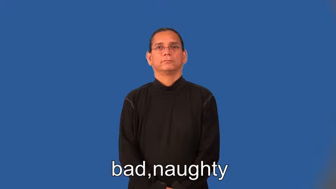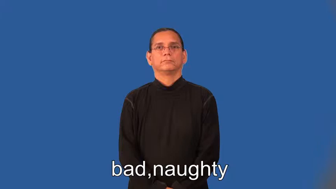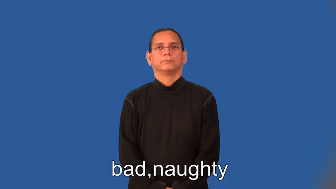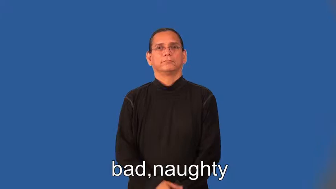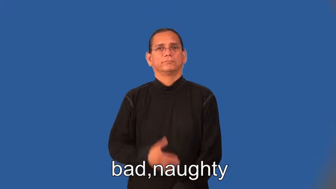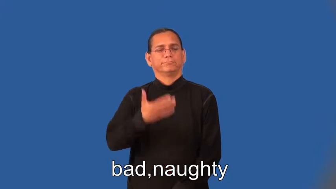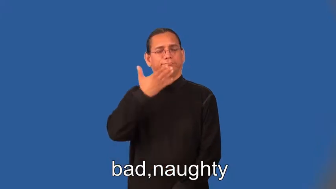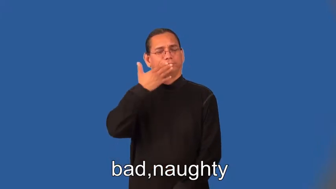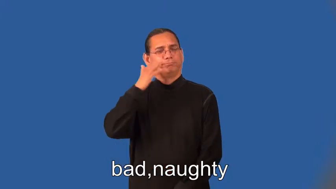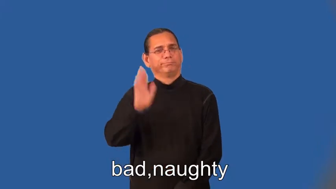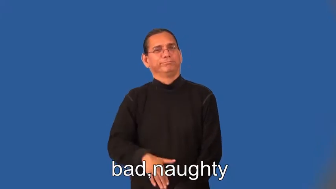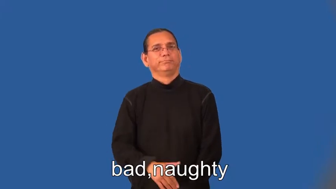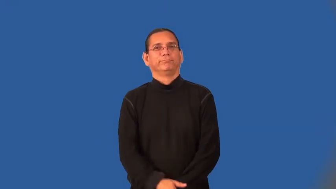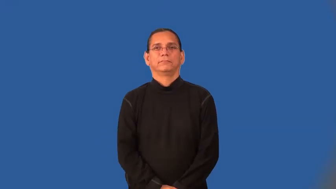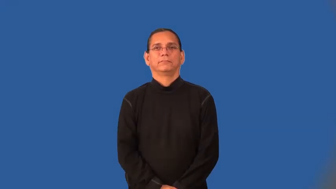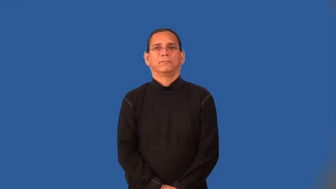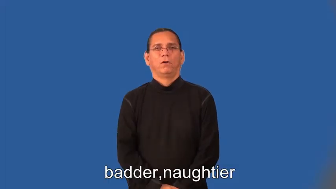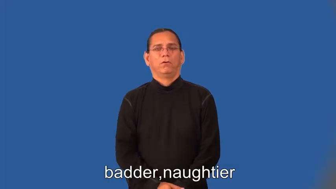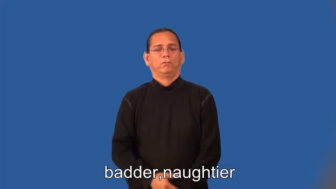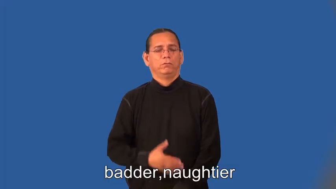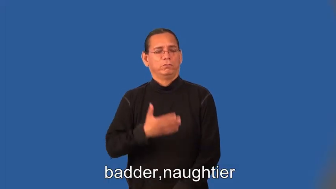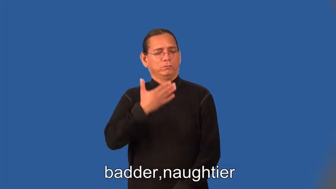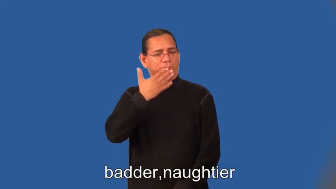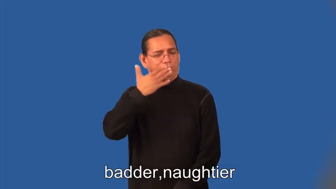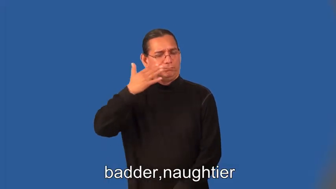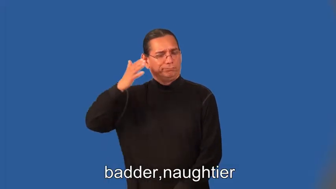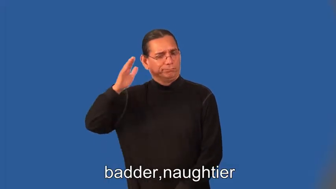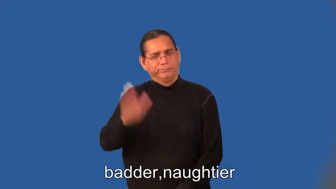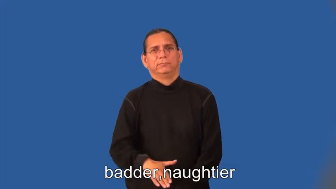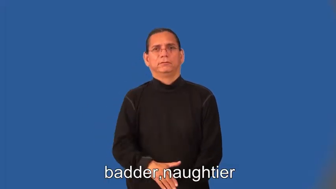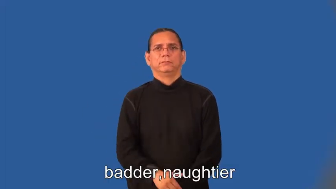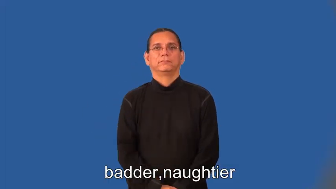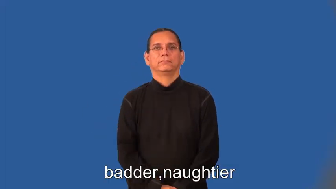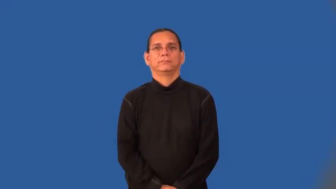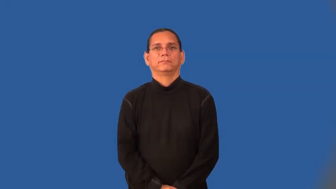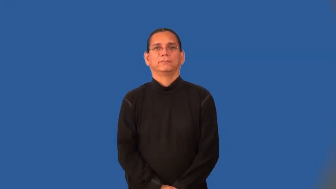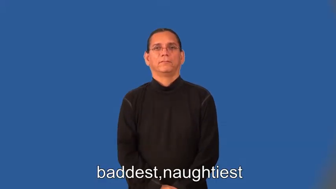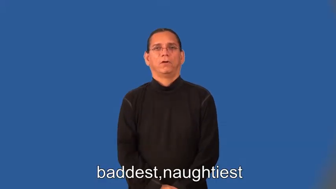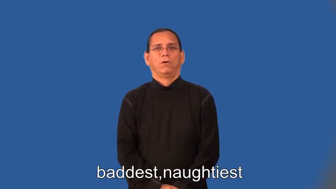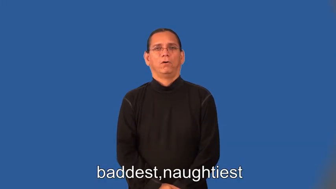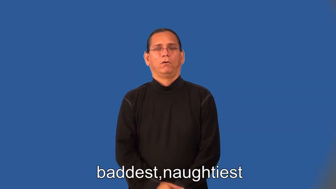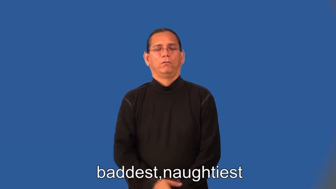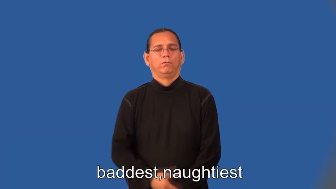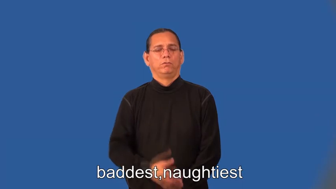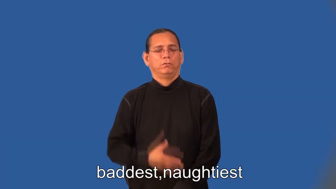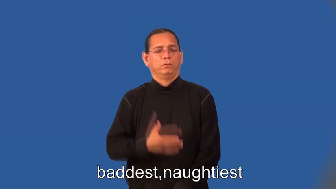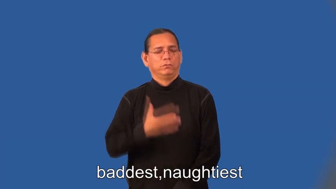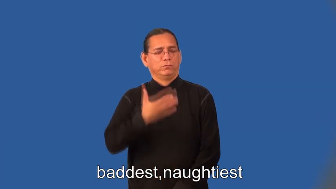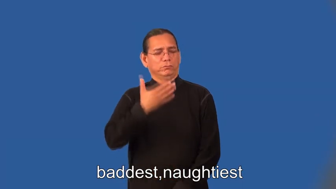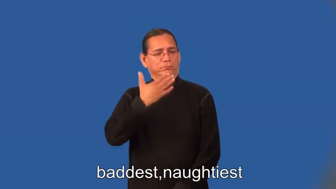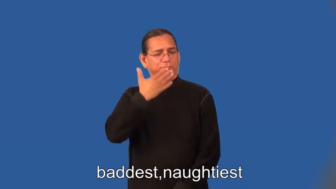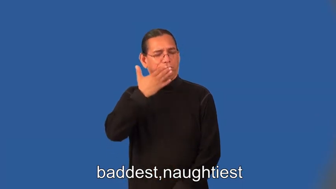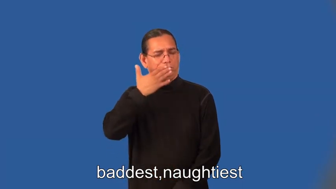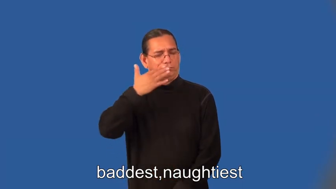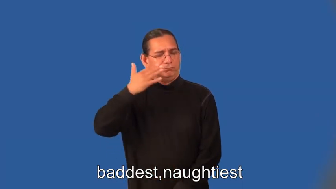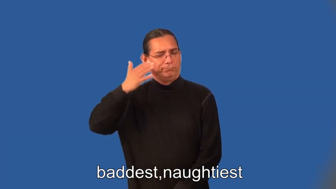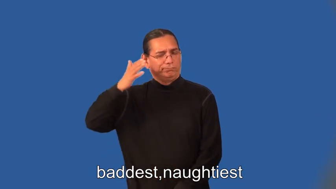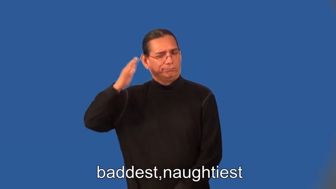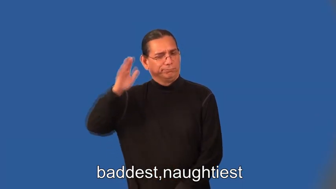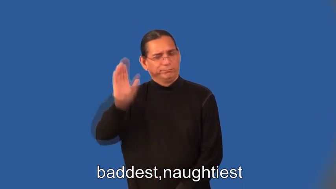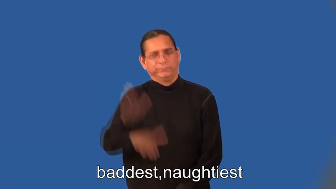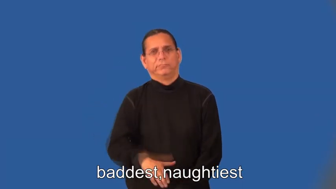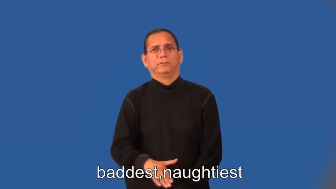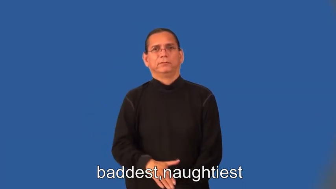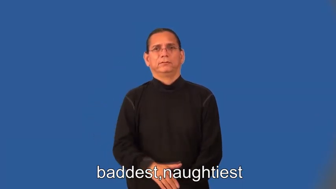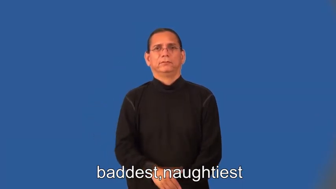badder,naughtier,baddest,naughtiest